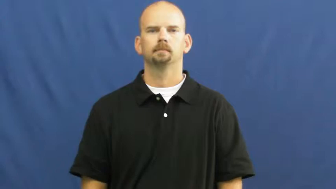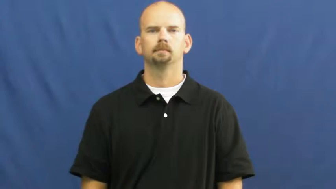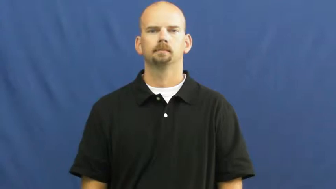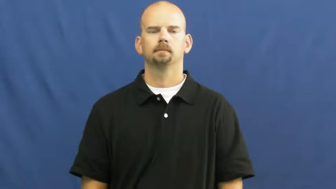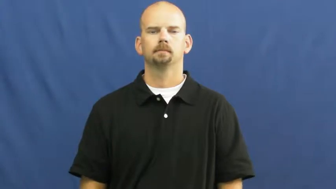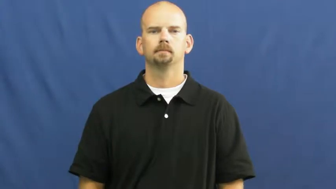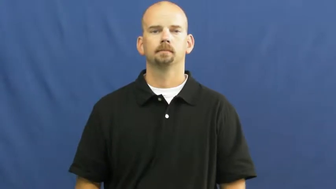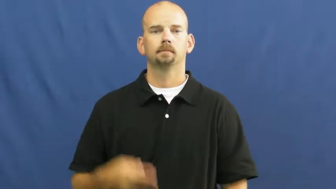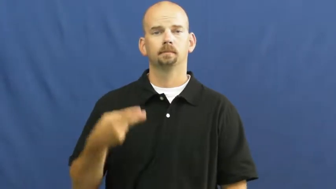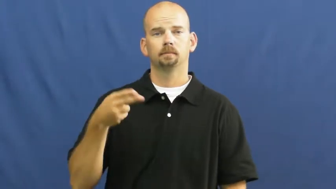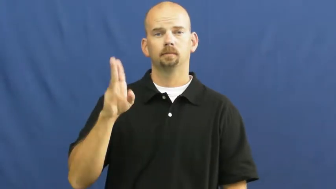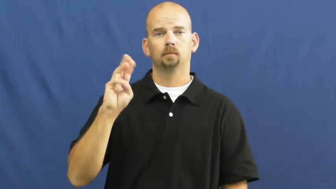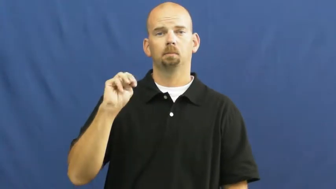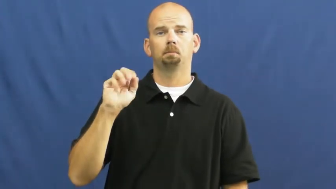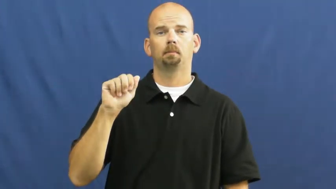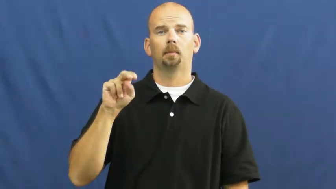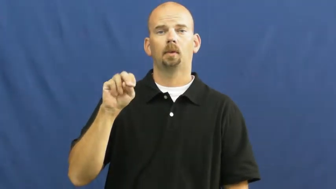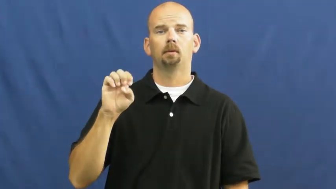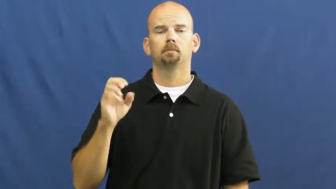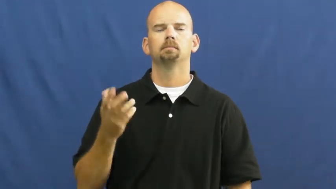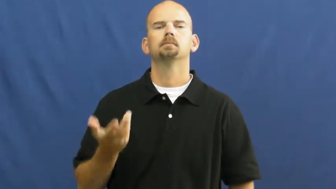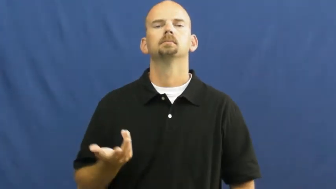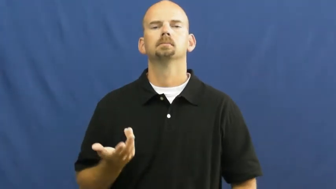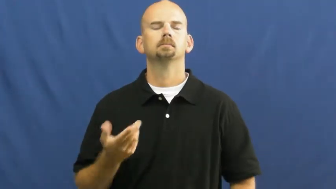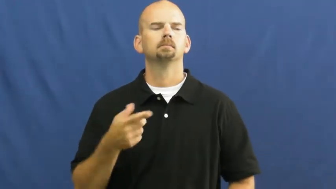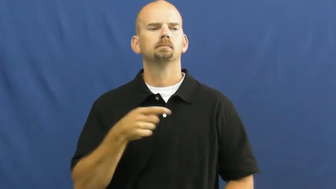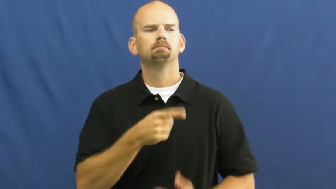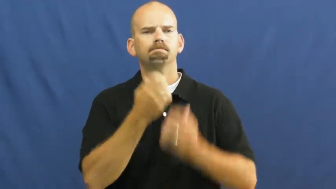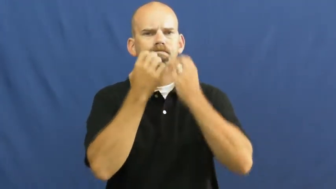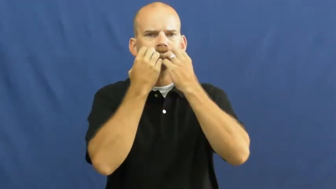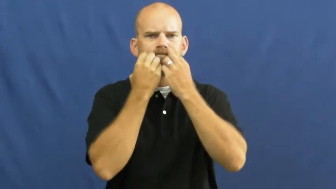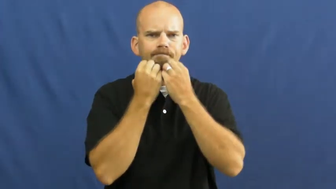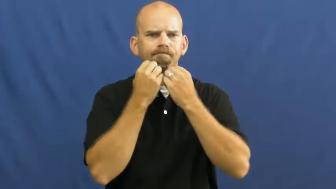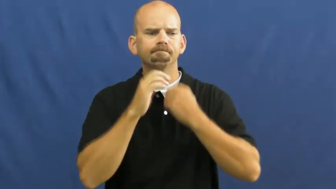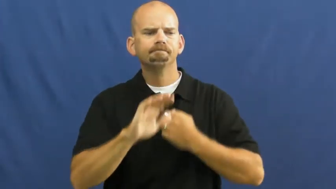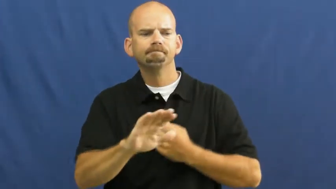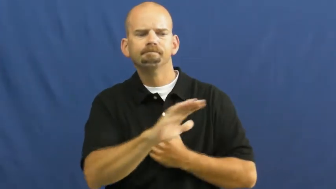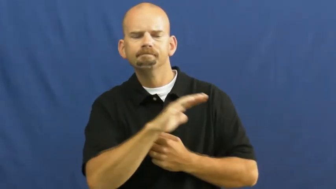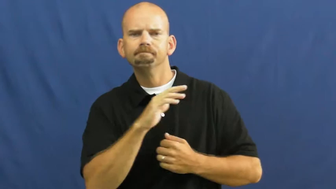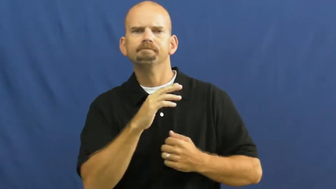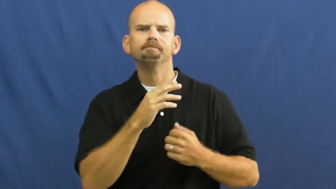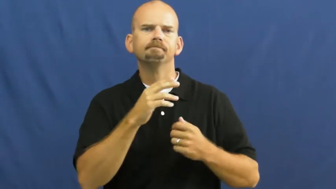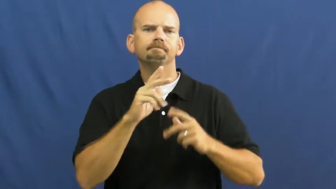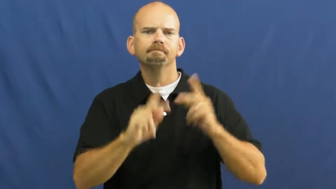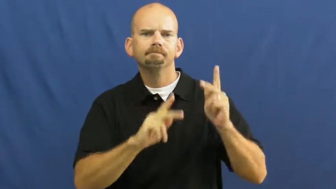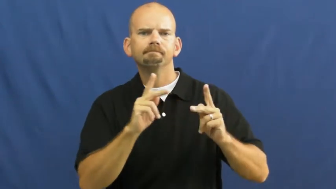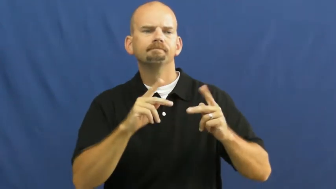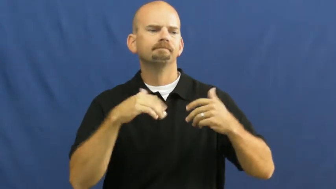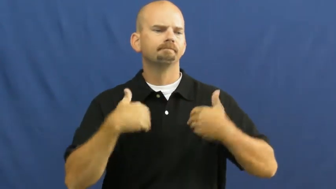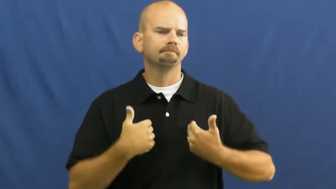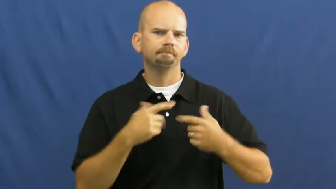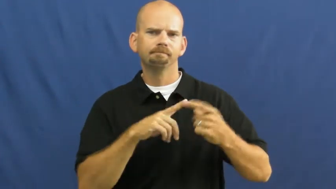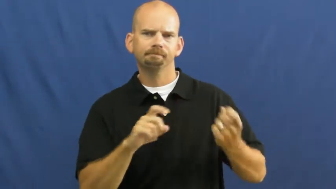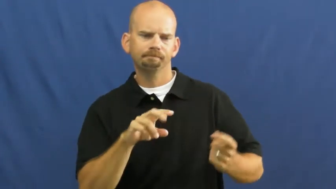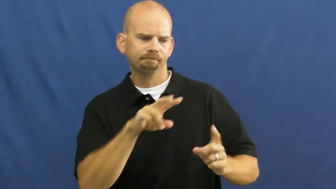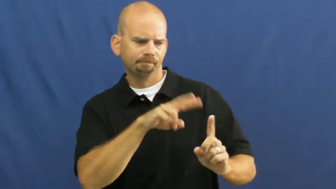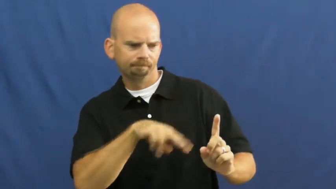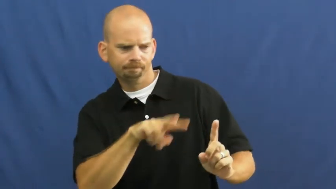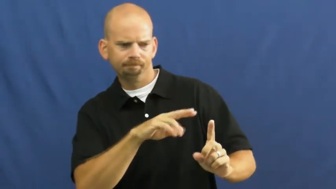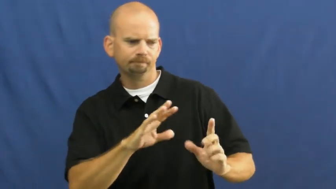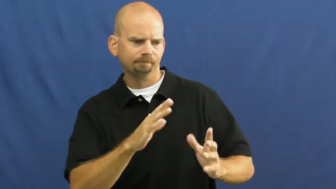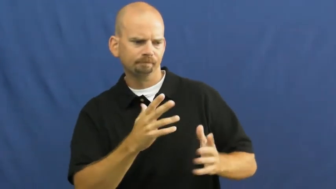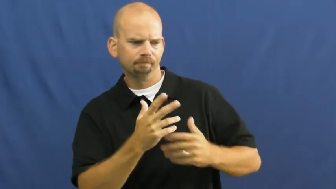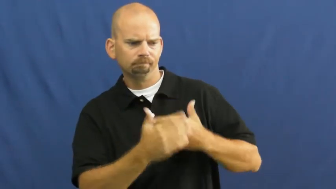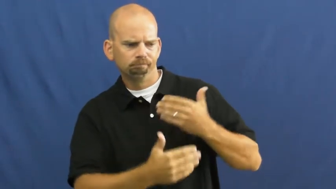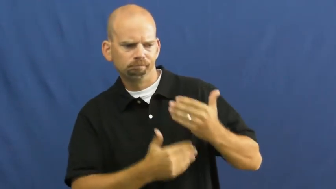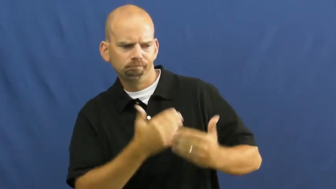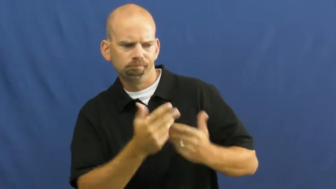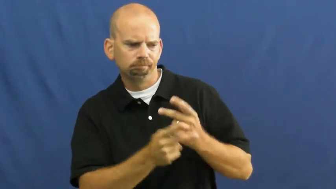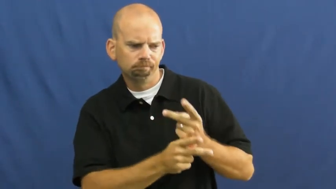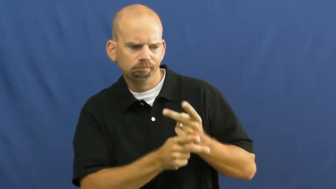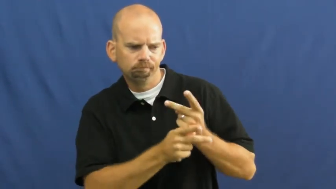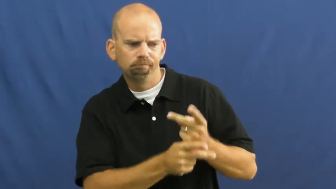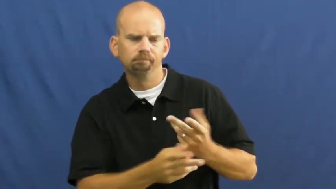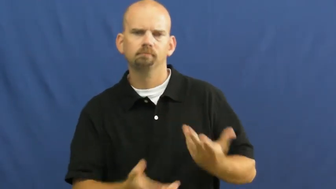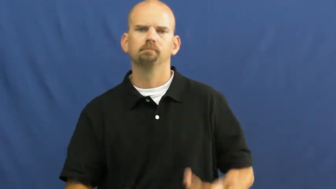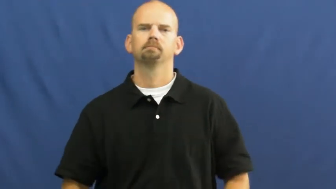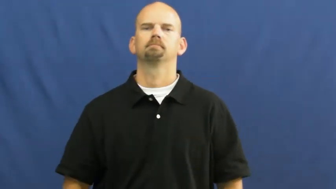humane